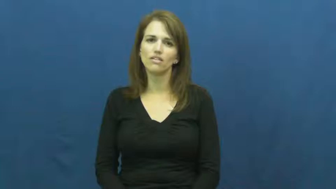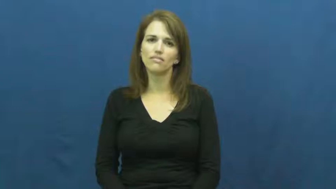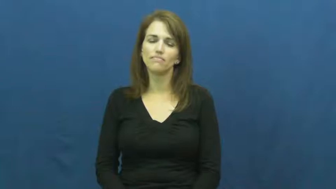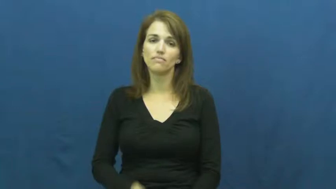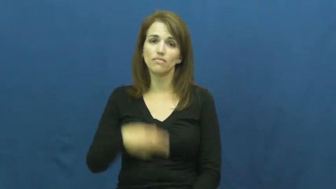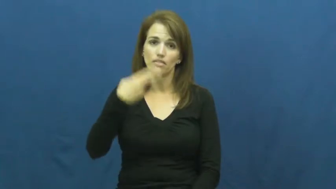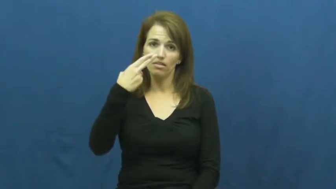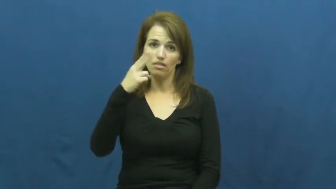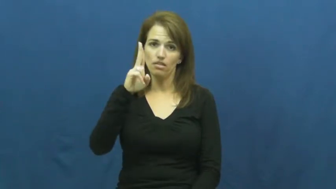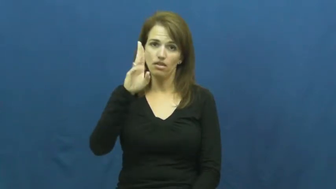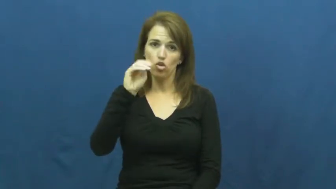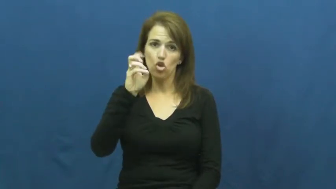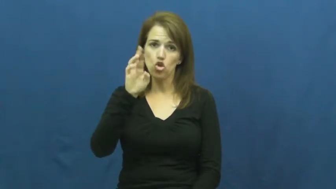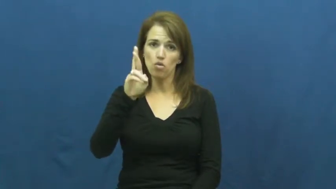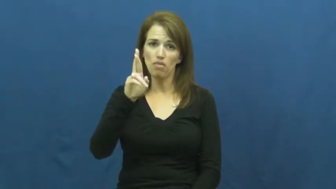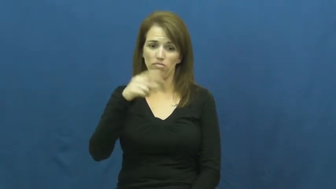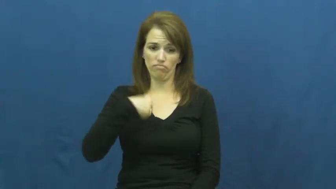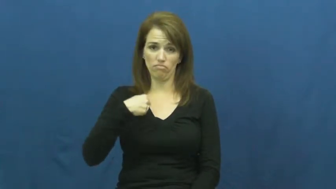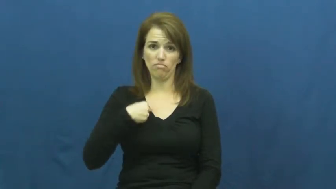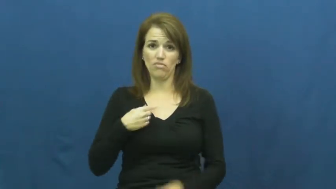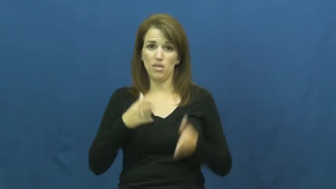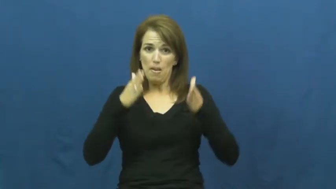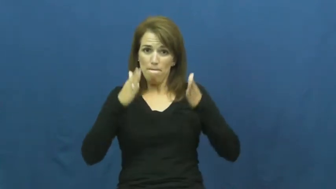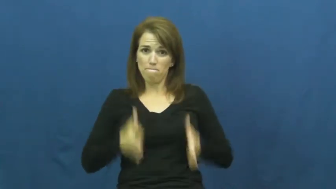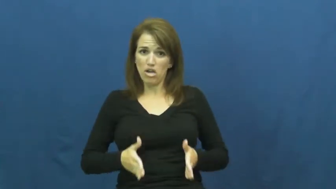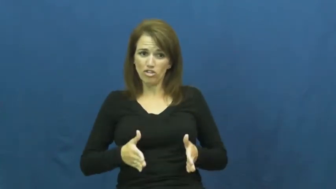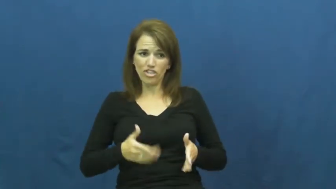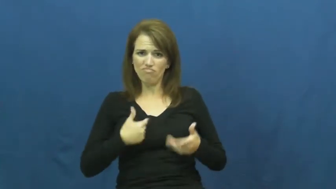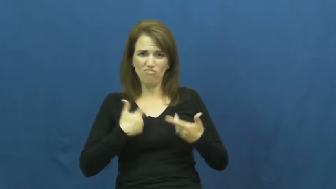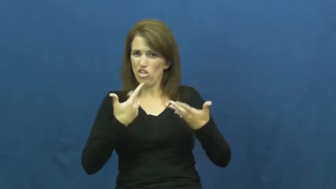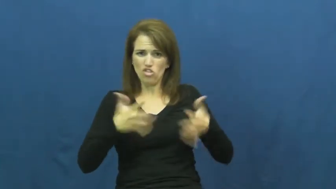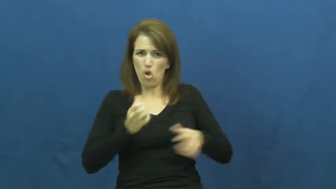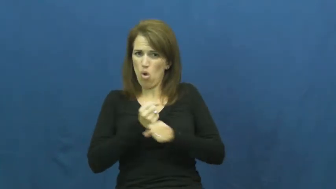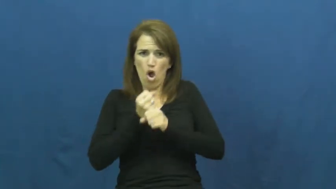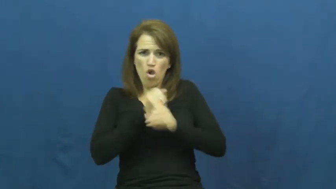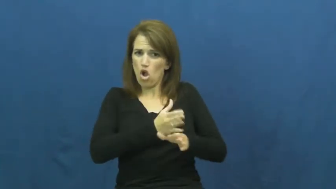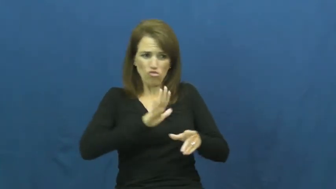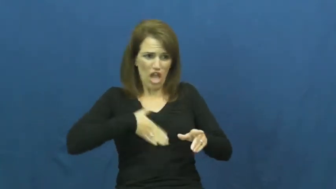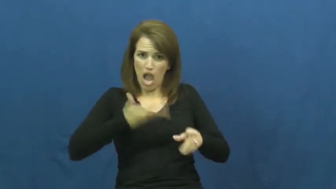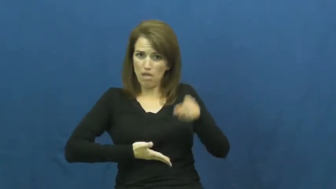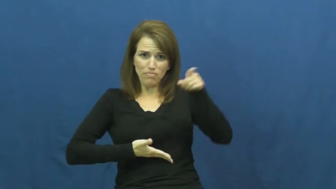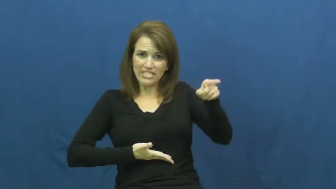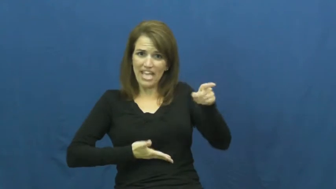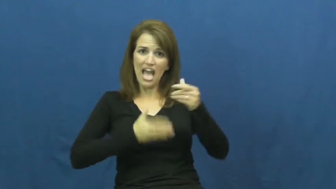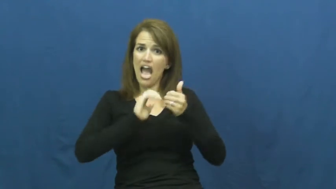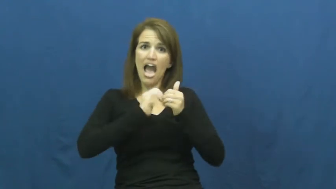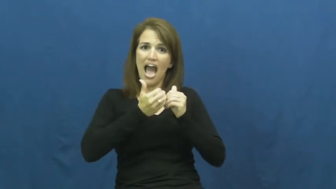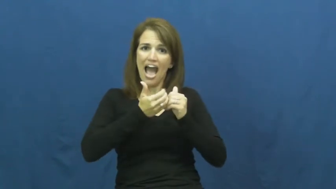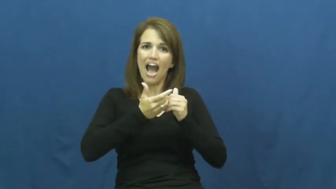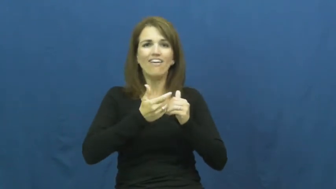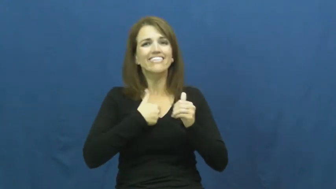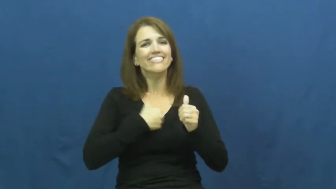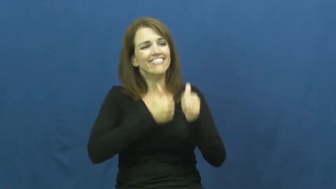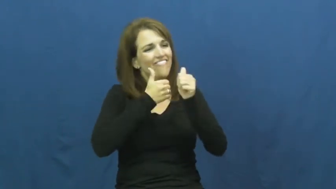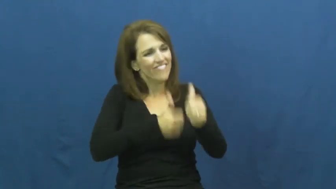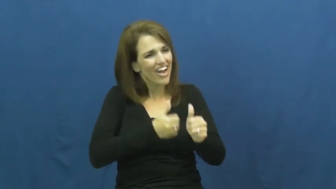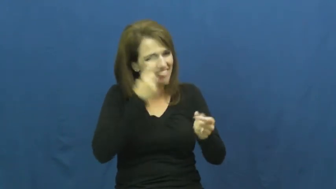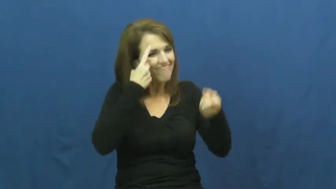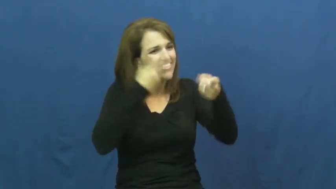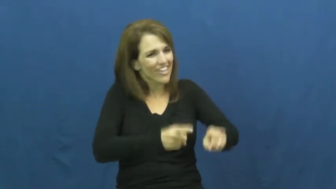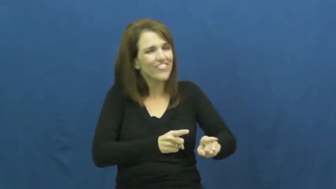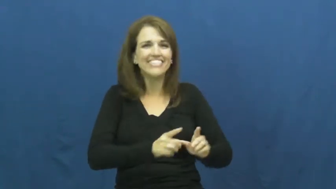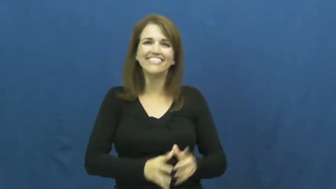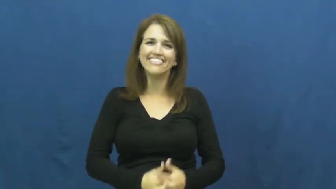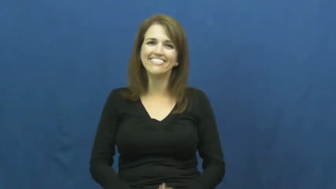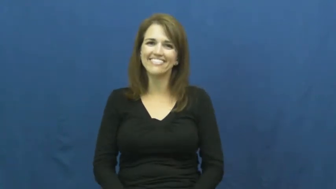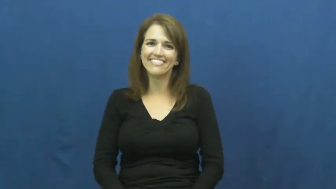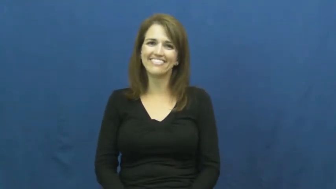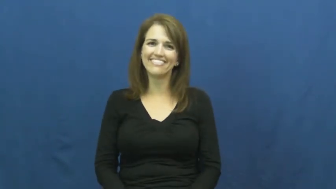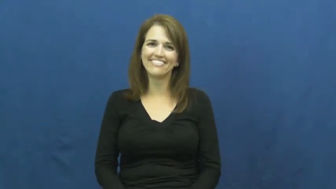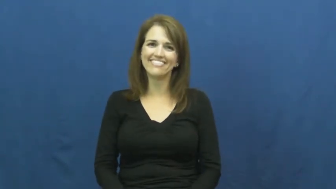humor-verb